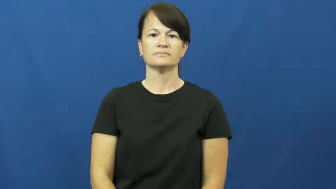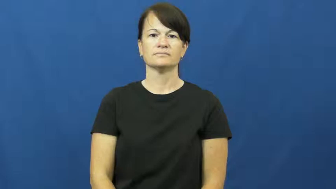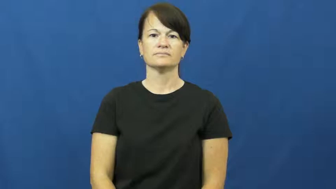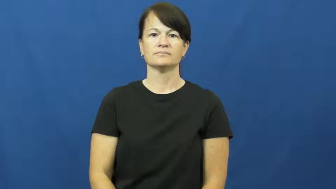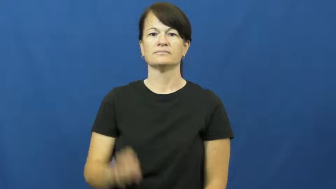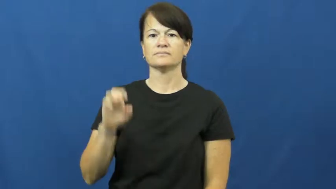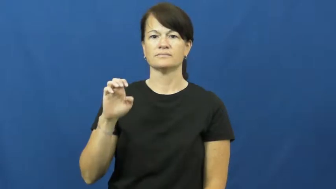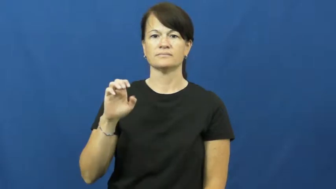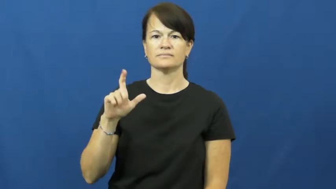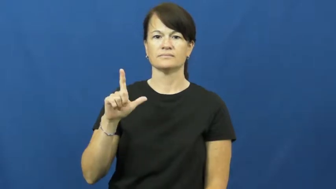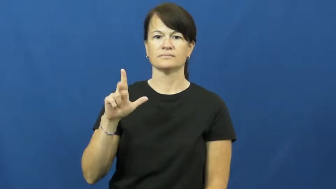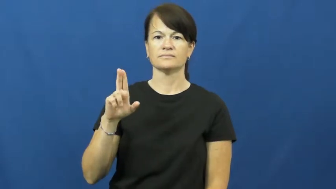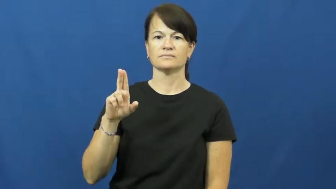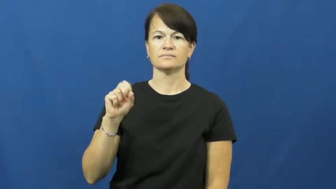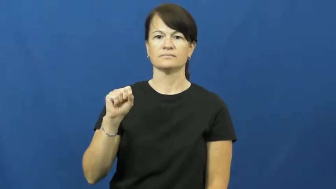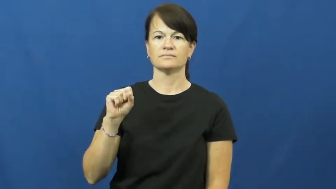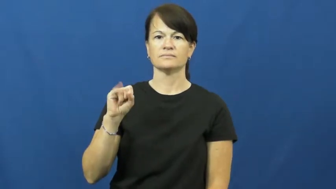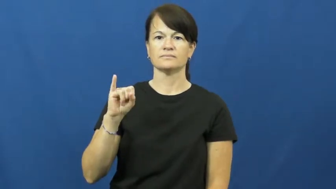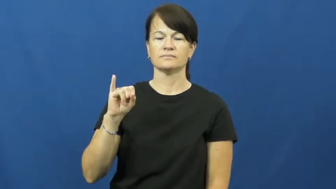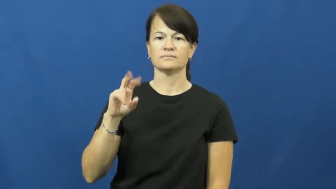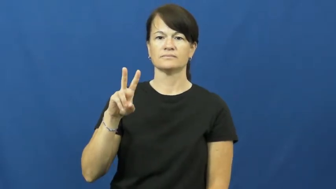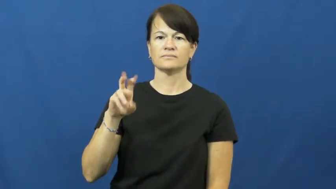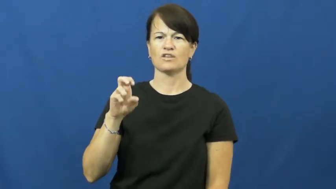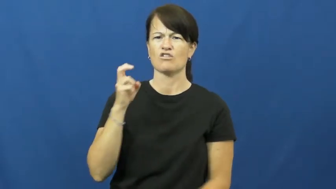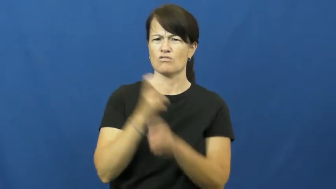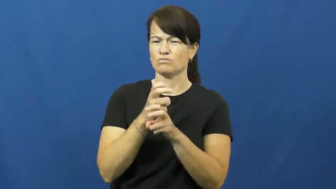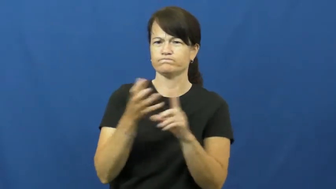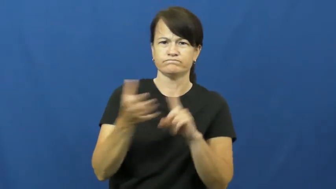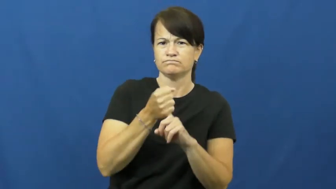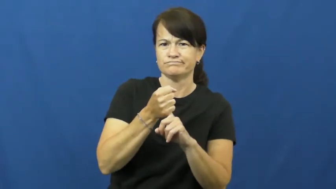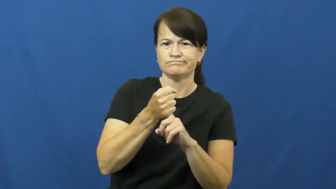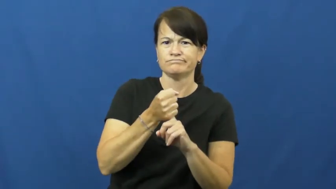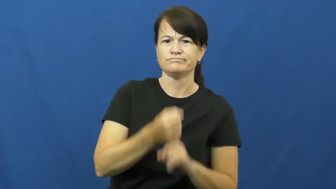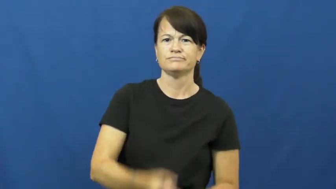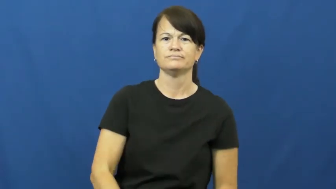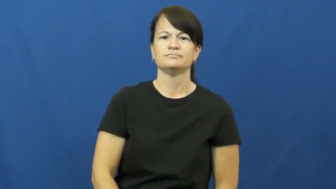elusive